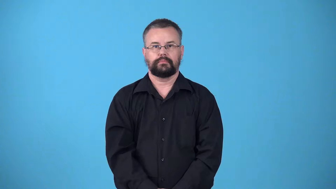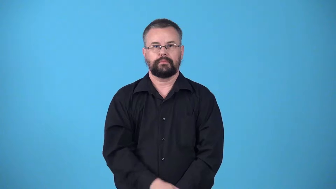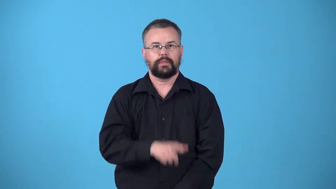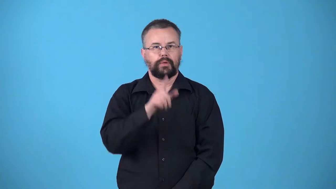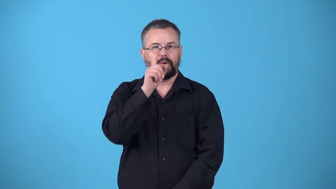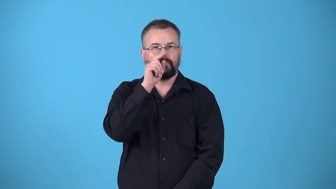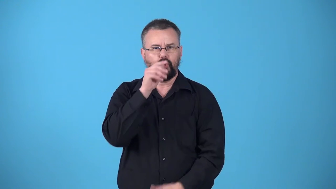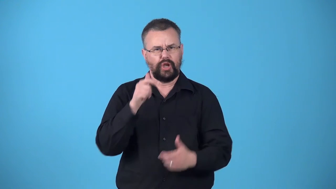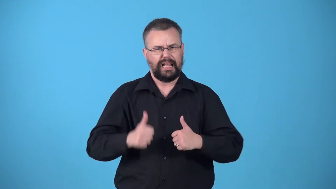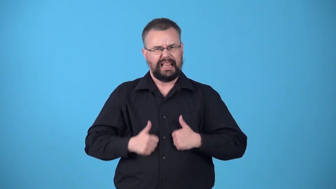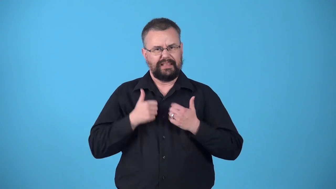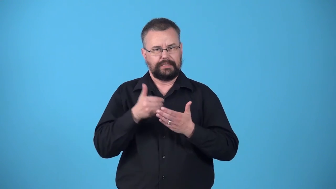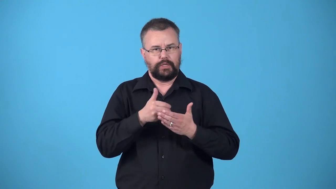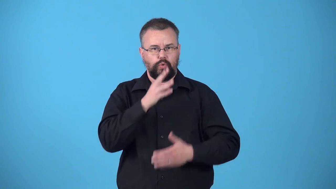waterbird,waterfowl-bird lives near water